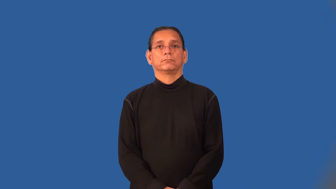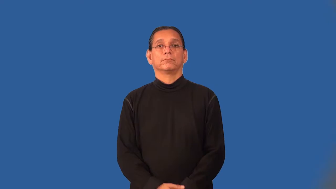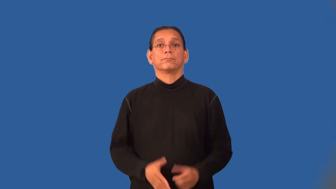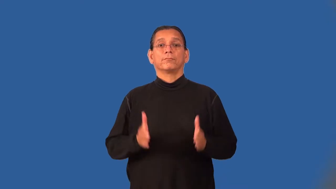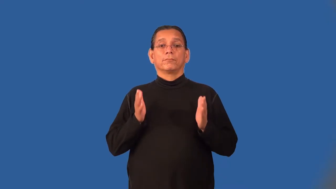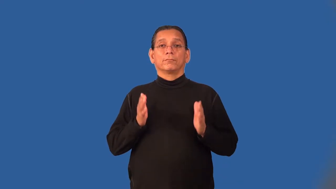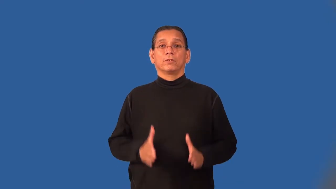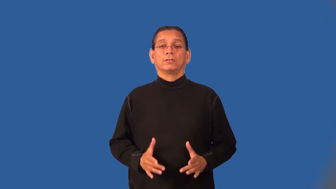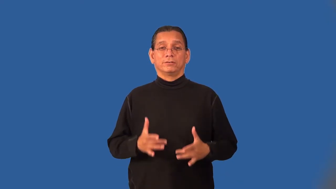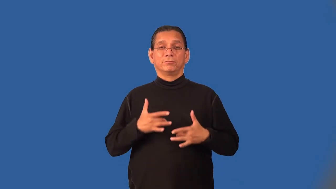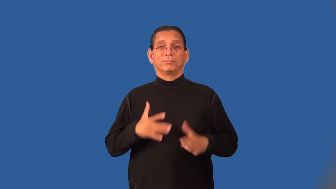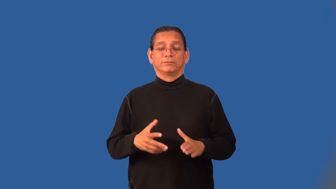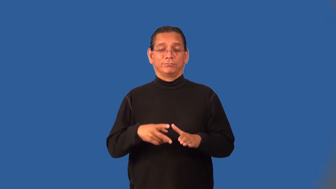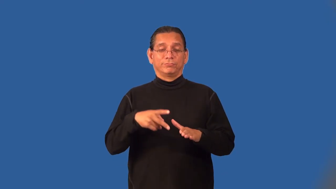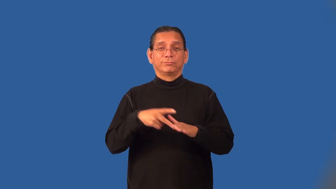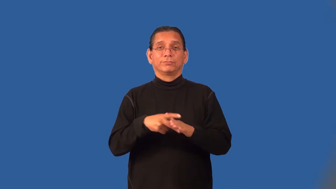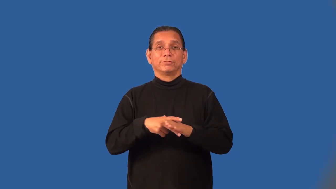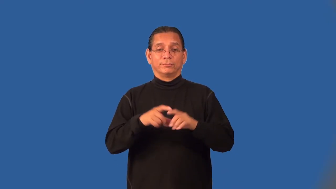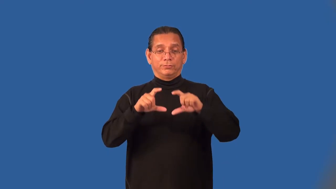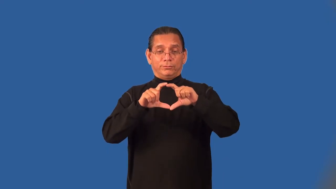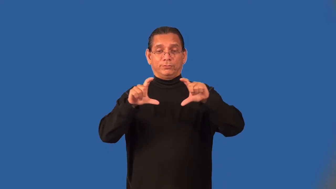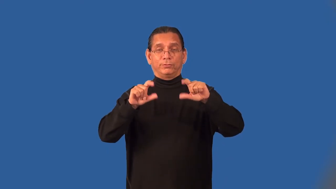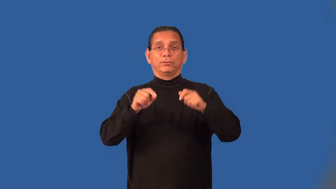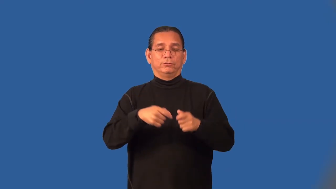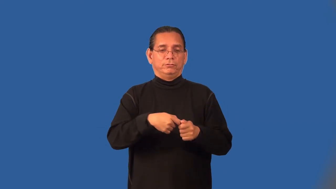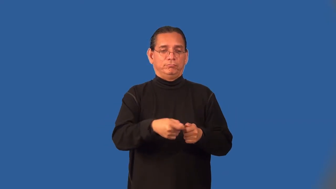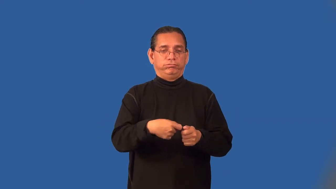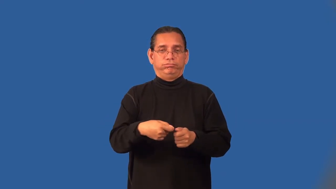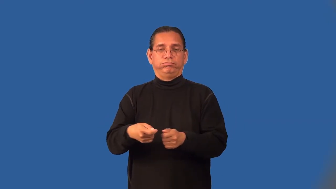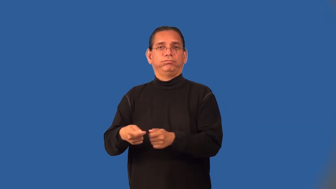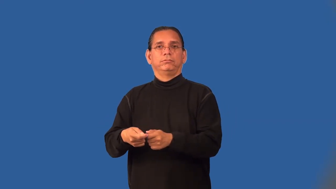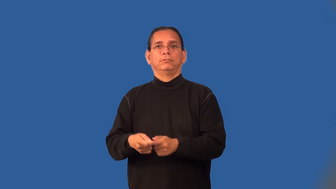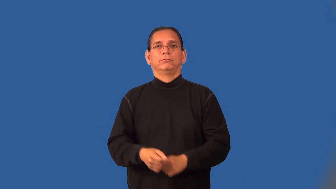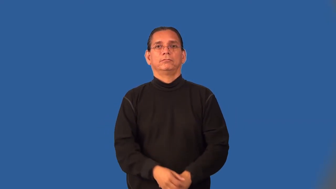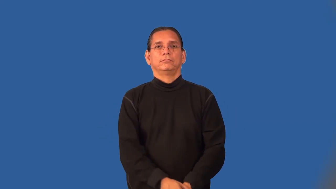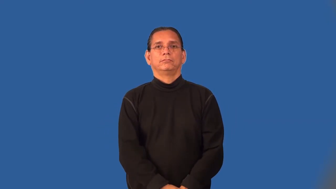cardshark